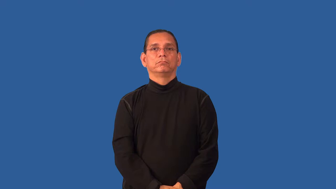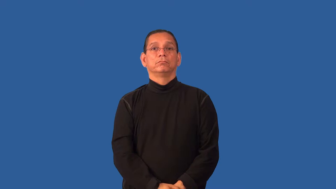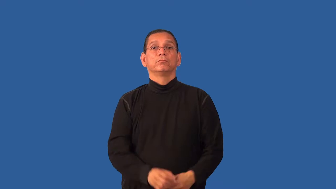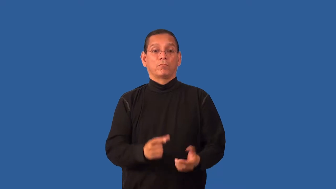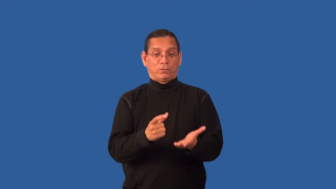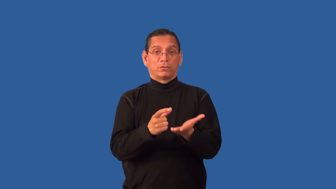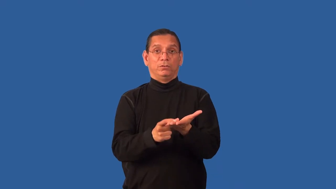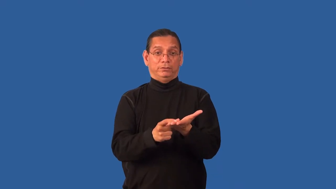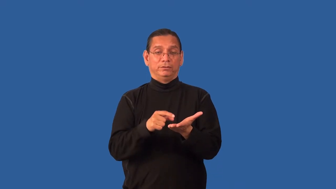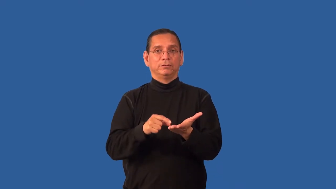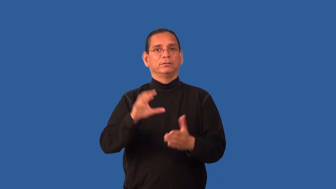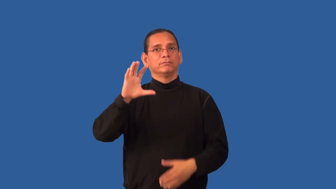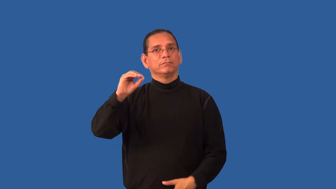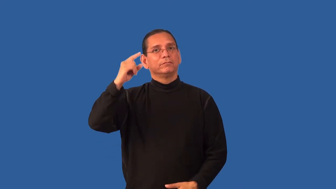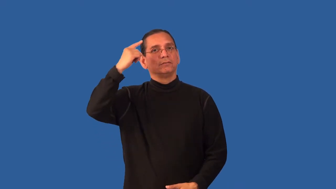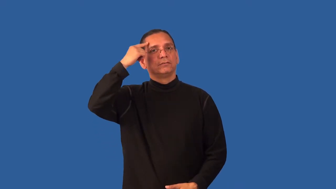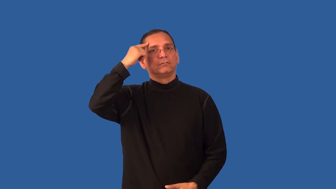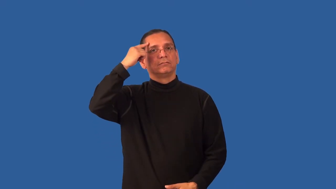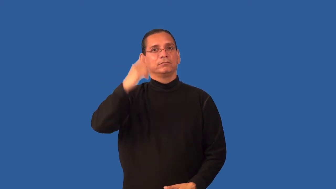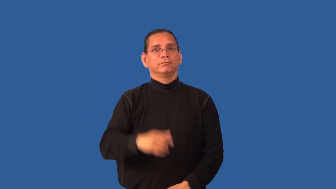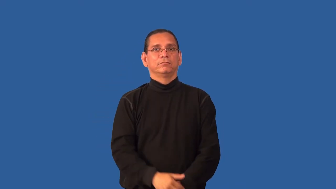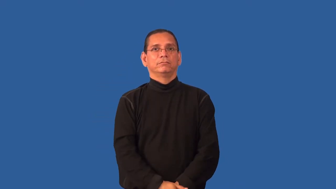half dollar